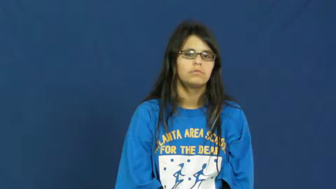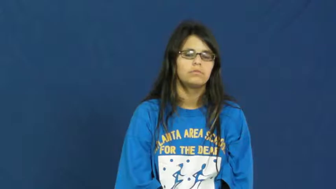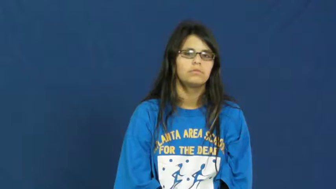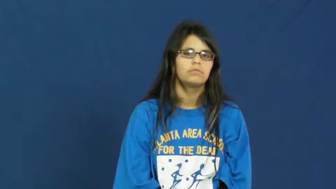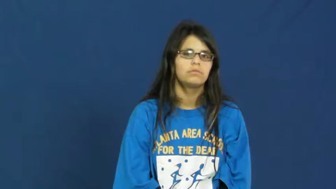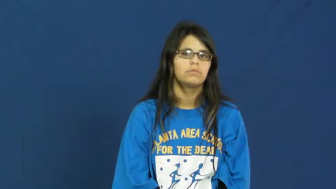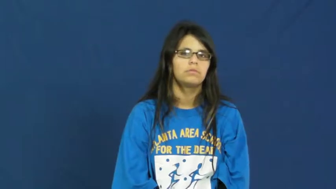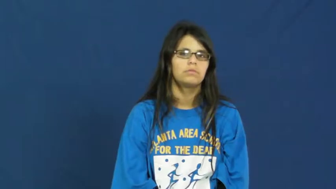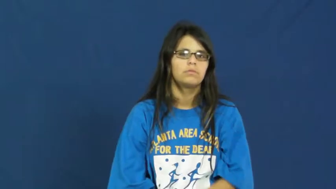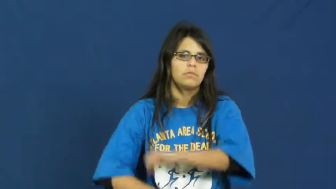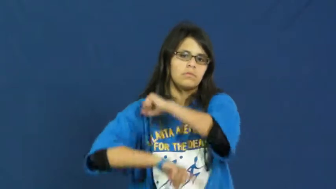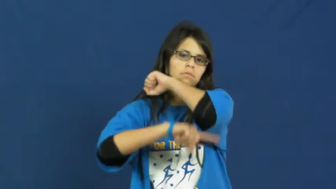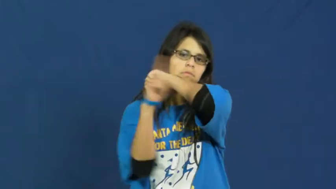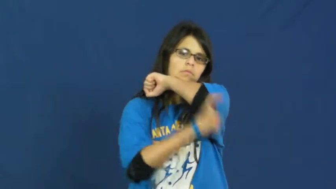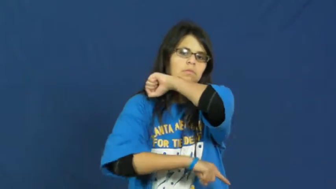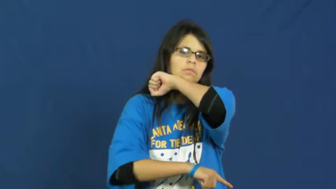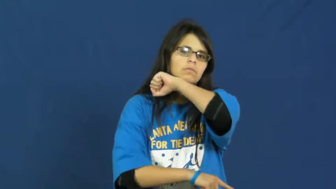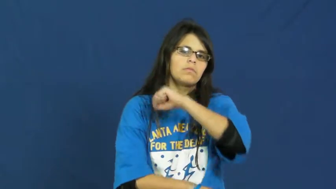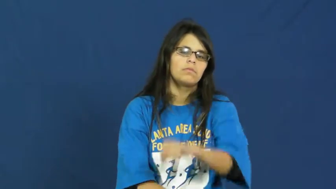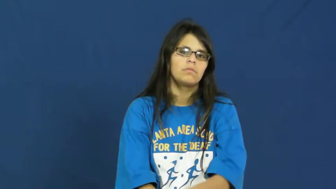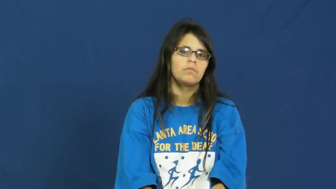sanction,reprisal,penalize,penalty